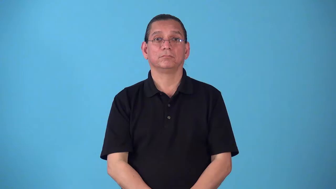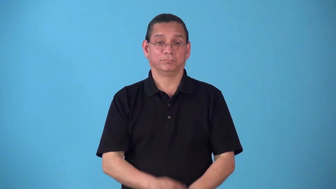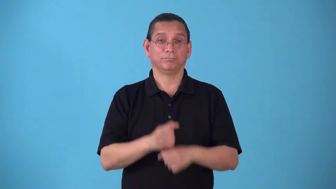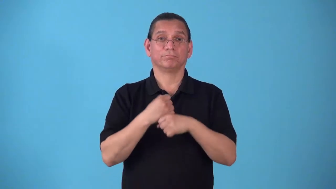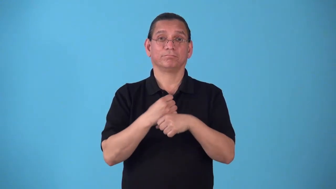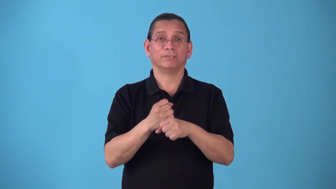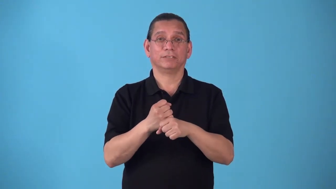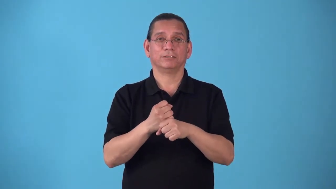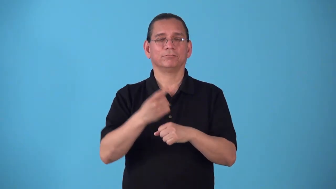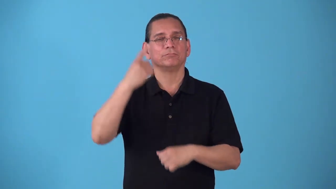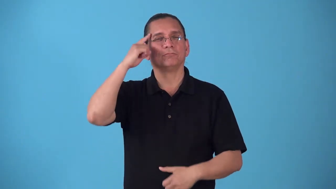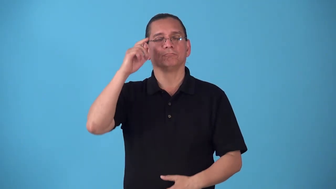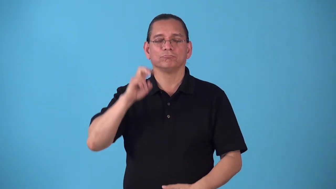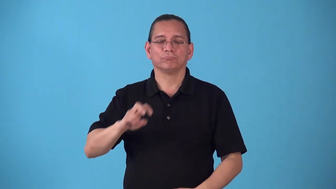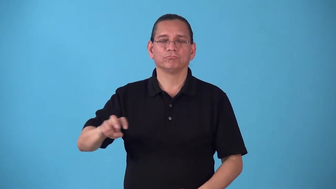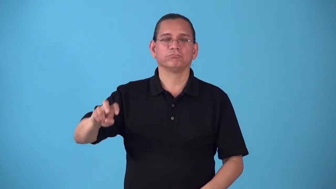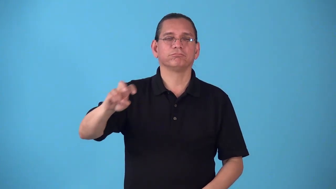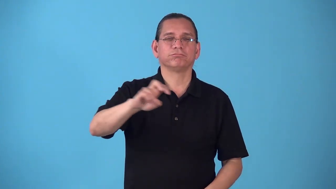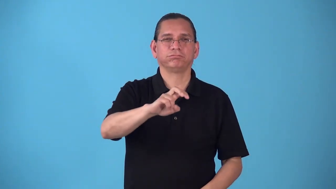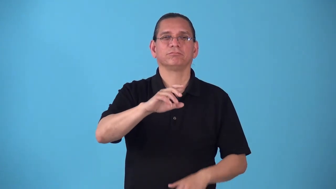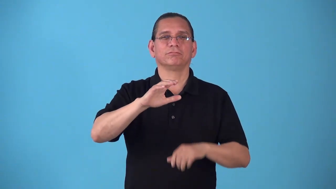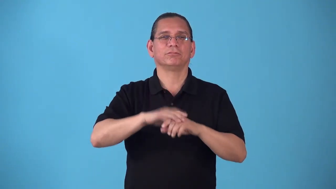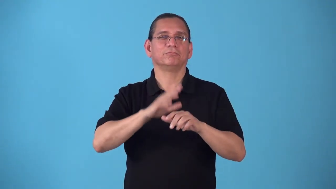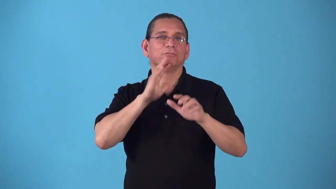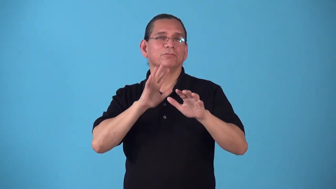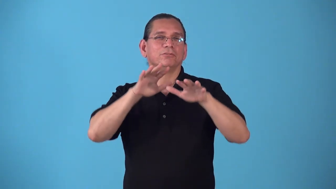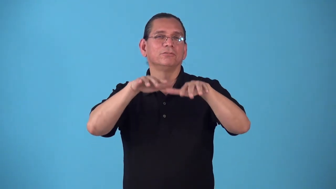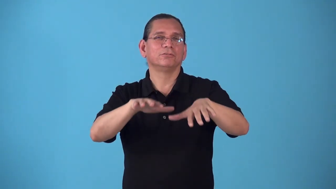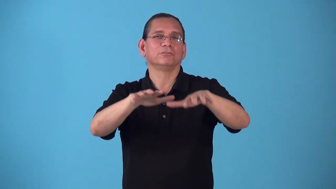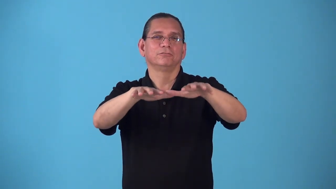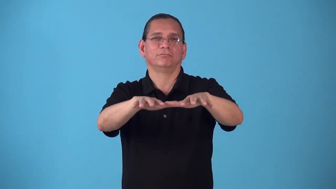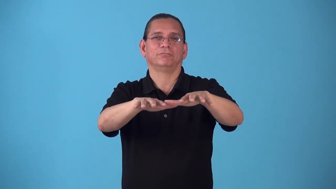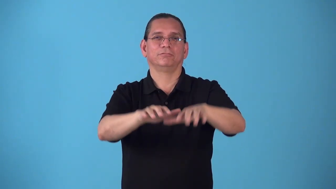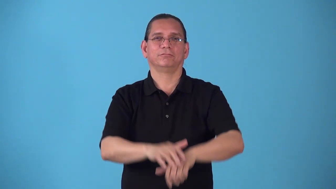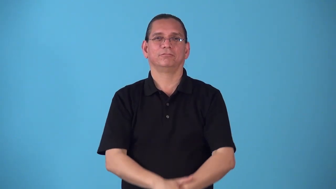seagoing